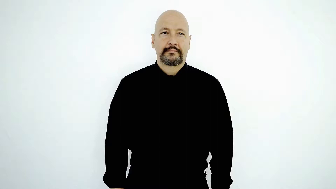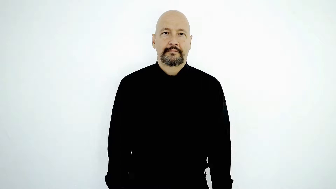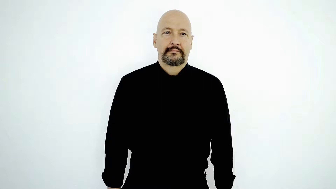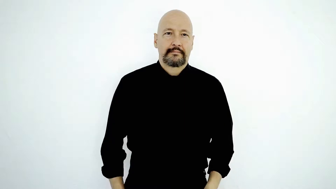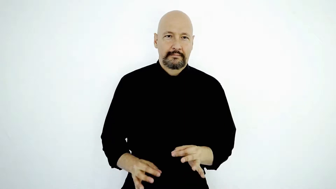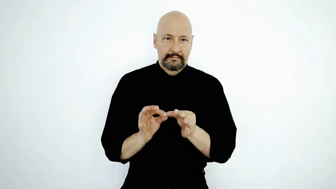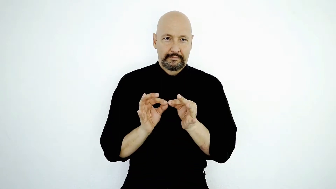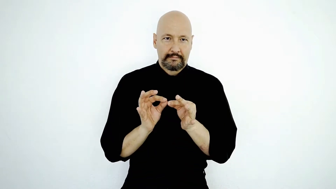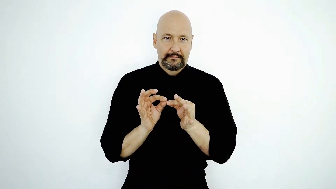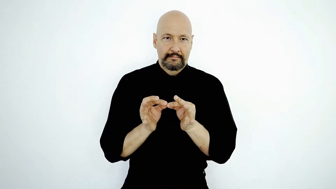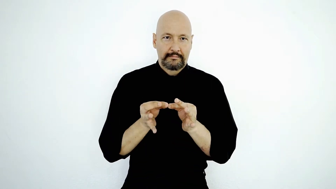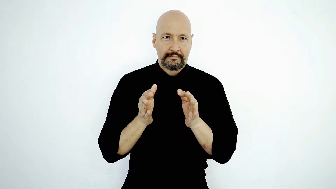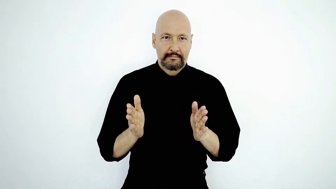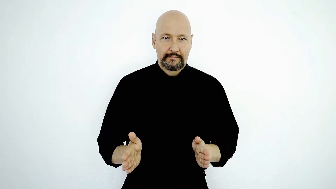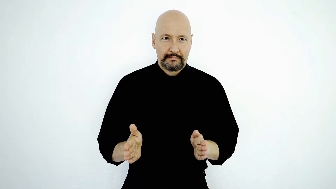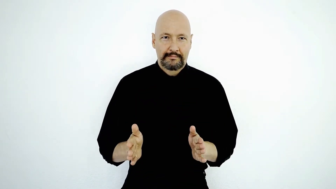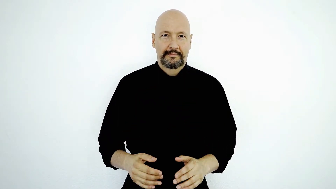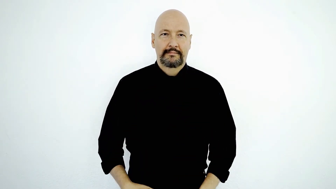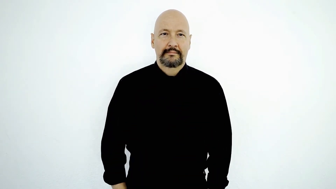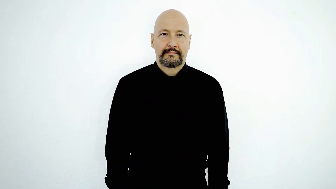INTERPRETER